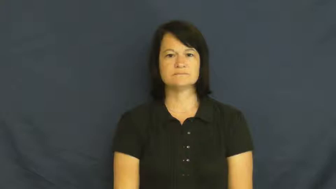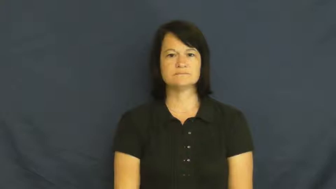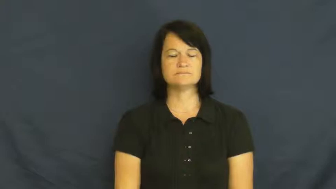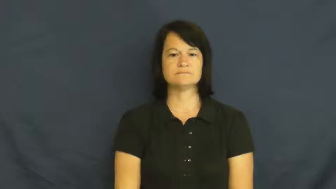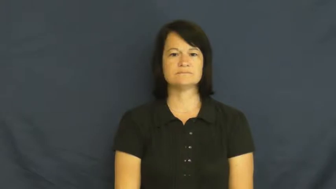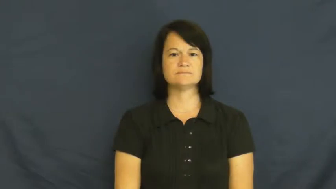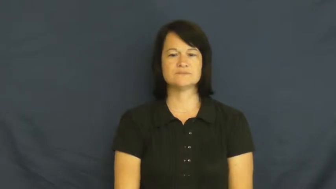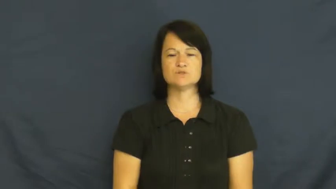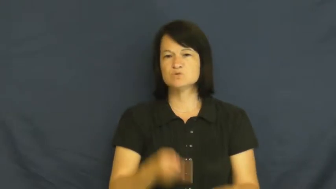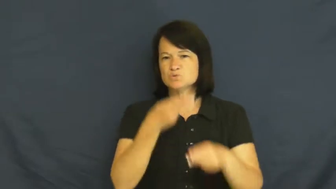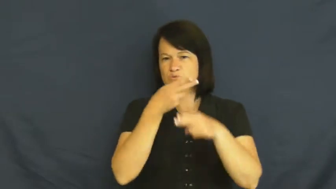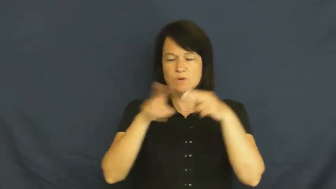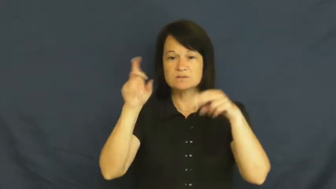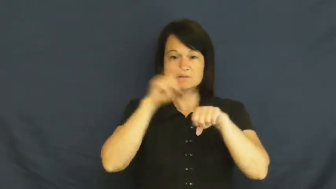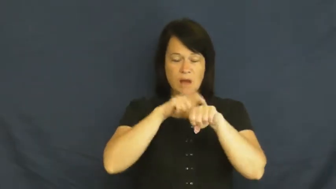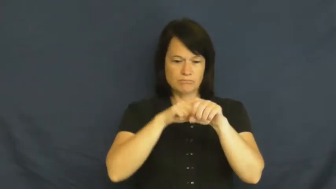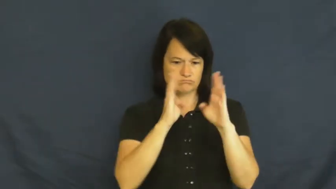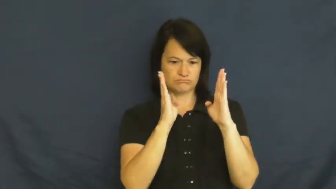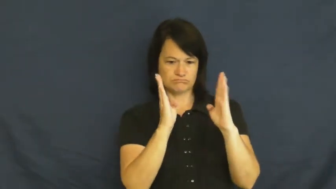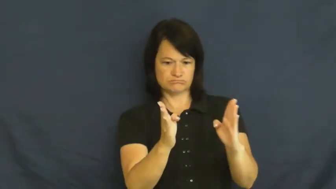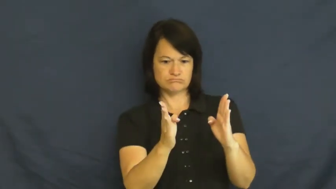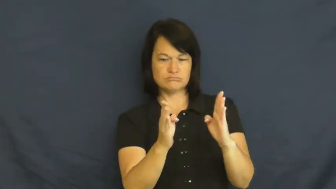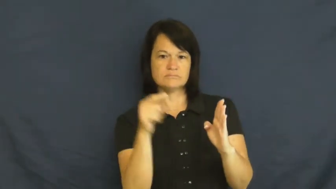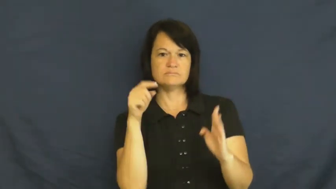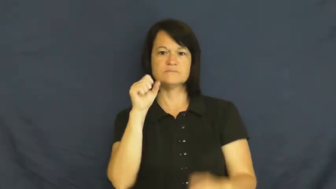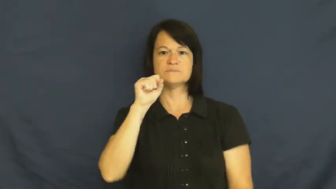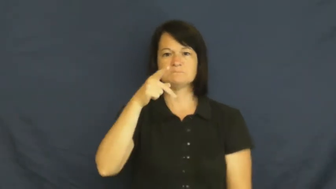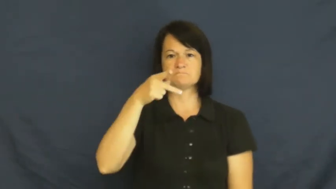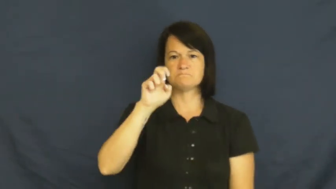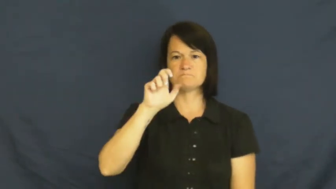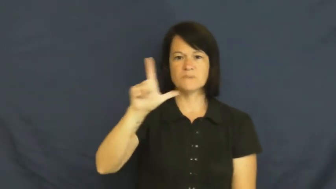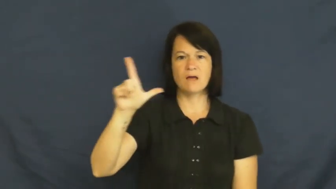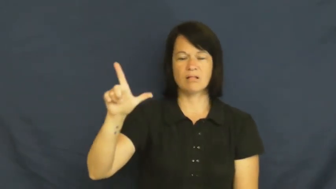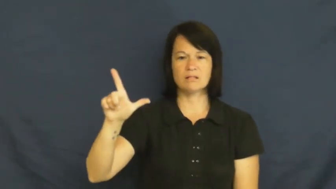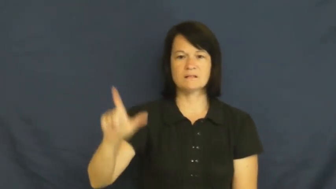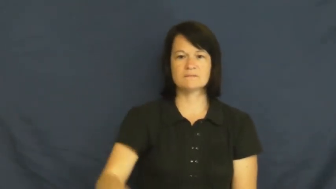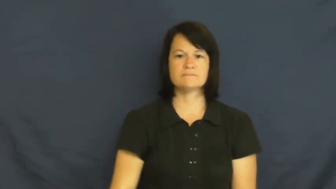spell-time period